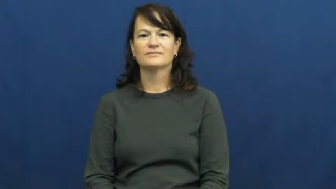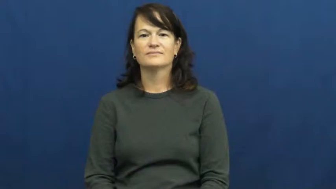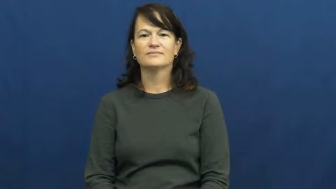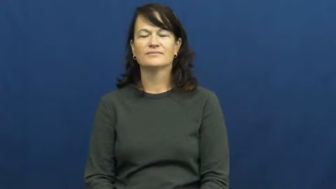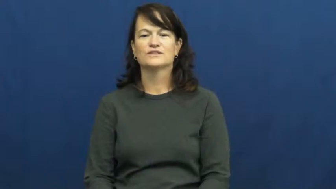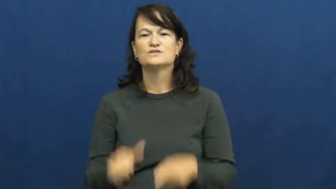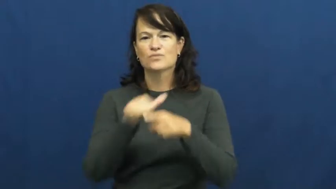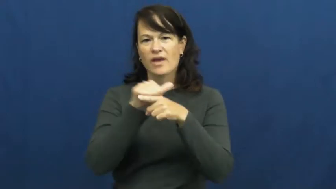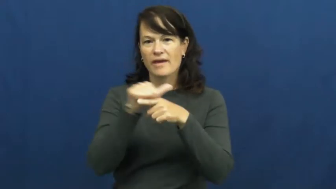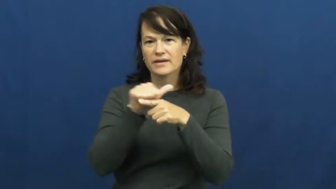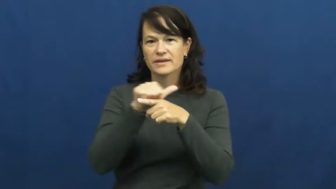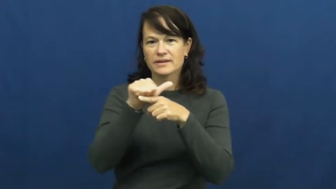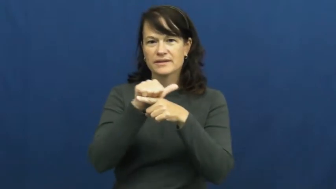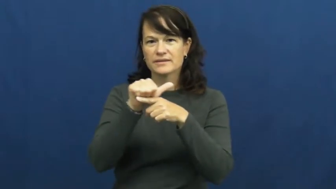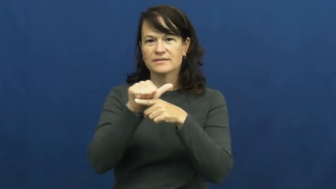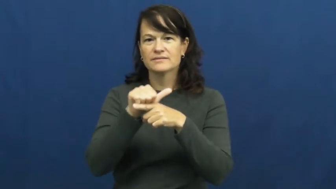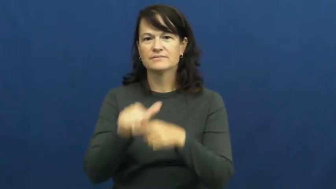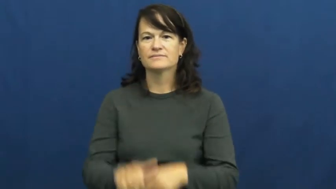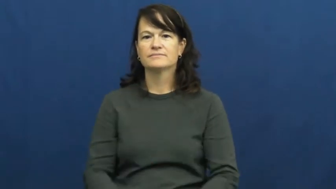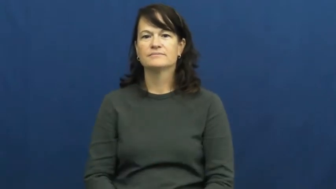train,coach,condition-practice